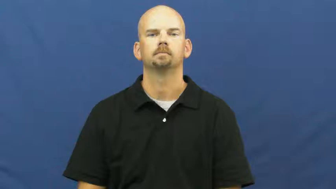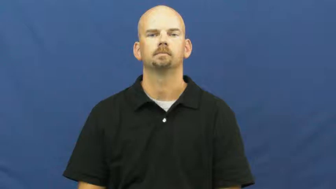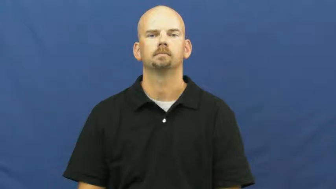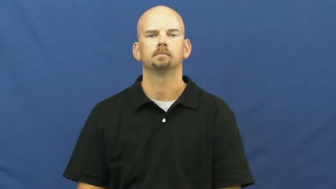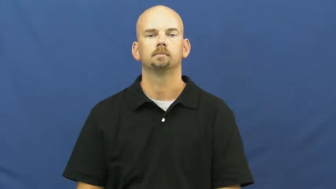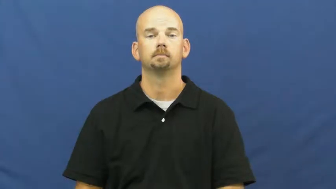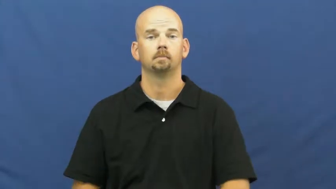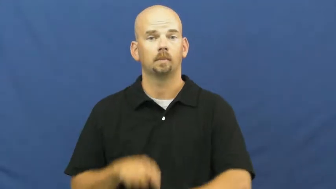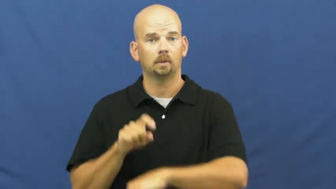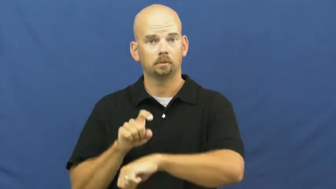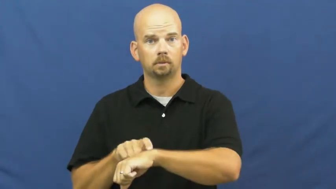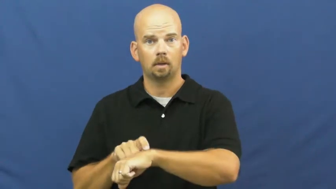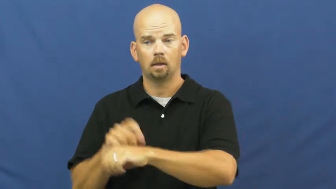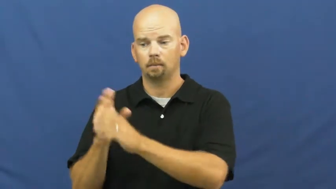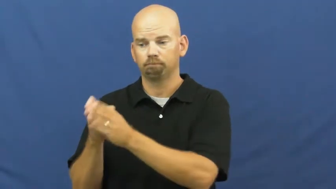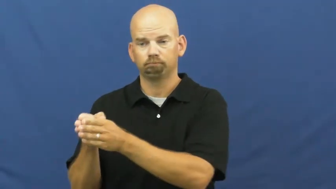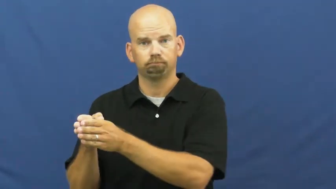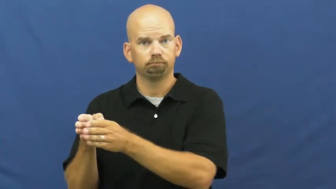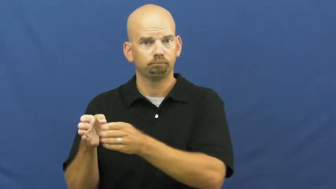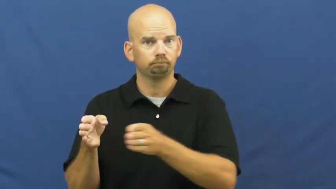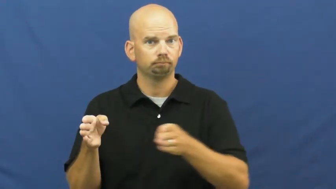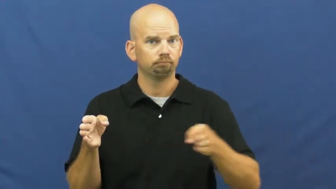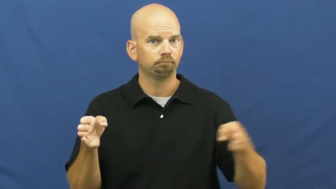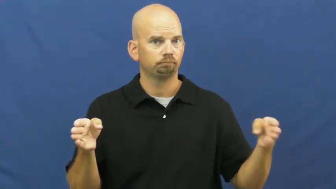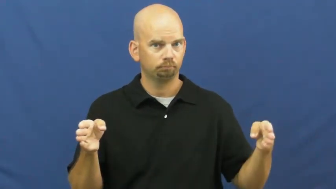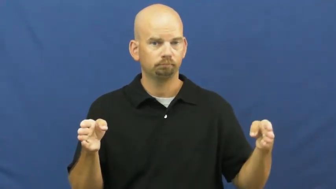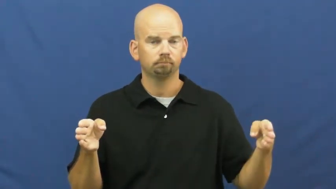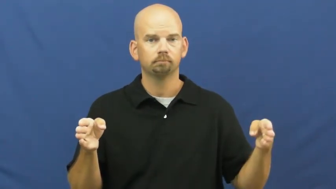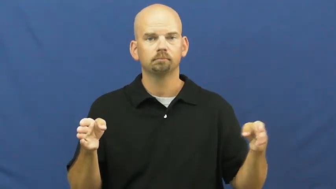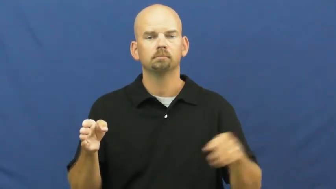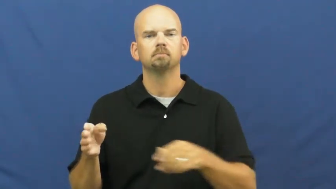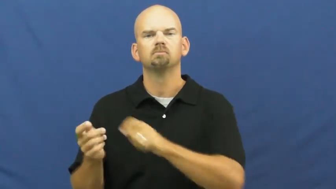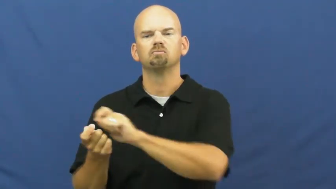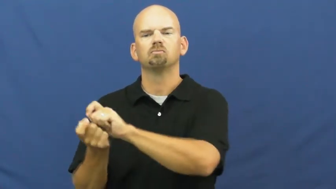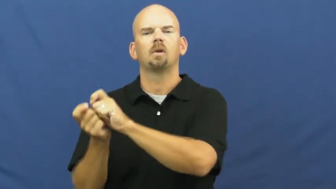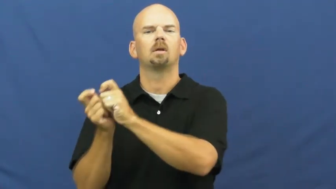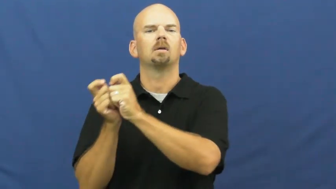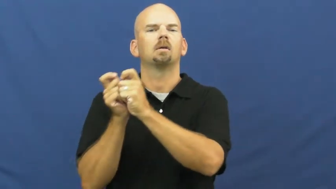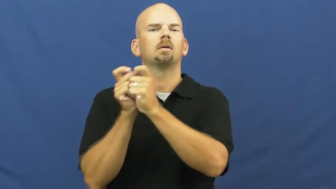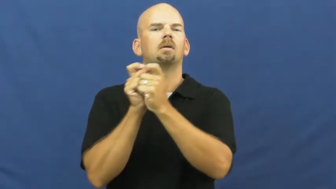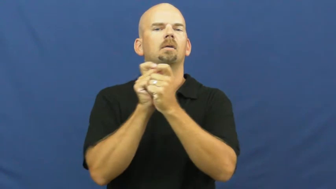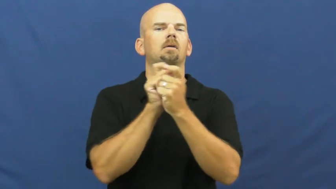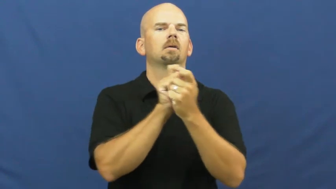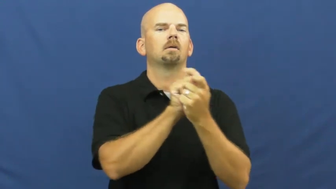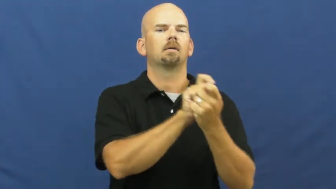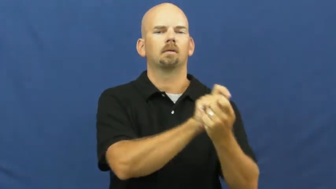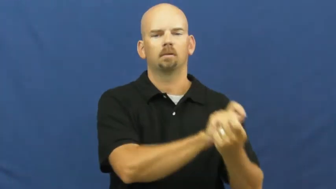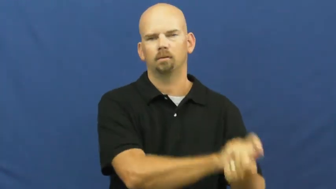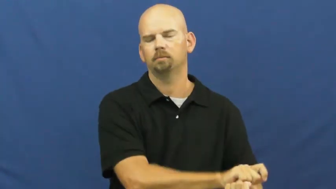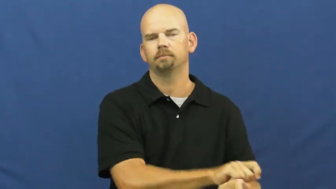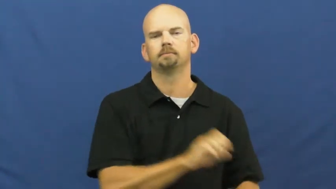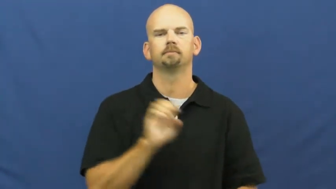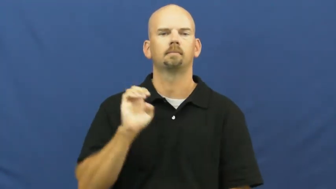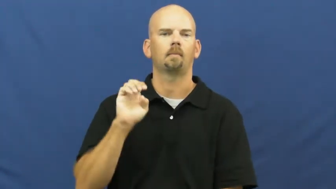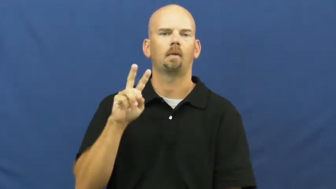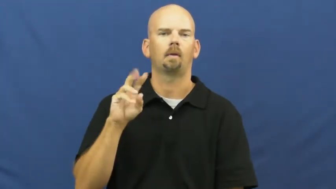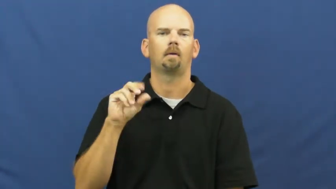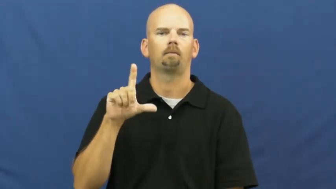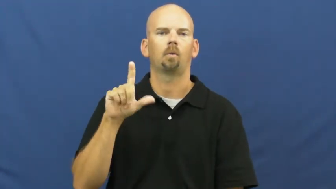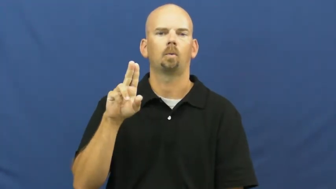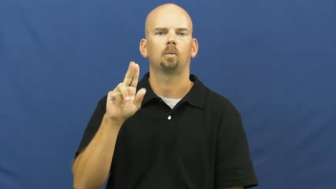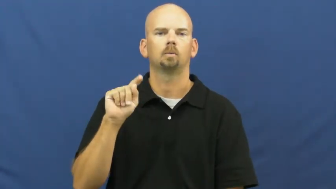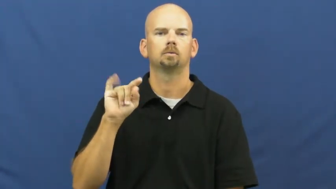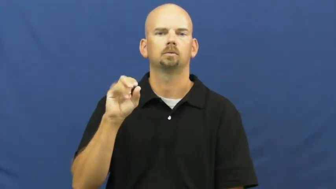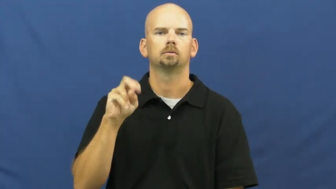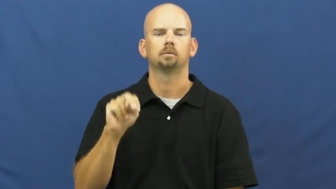evolve,anamorphosis